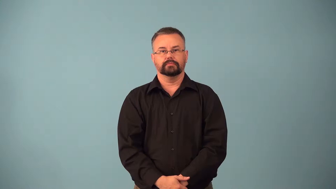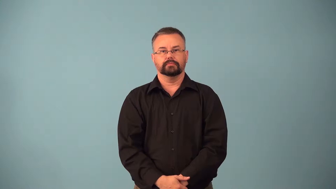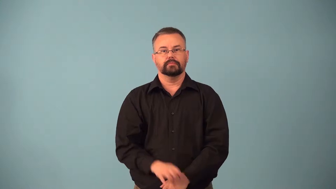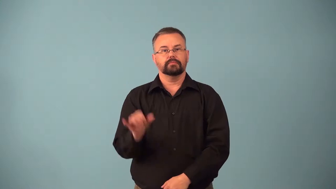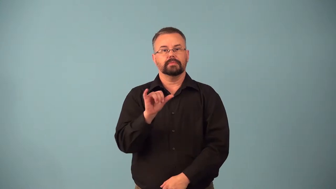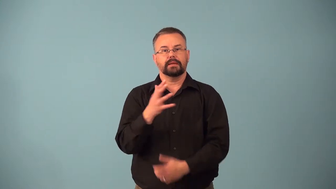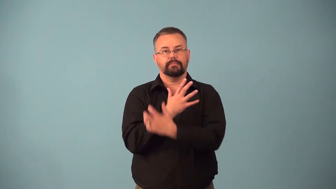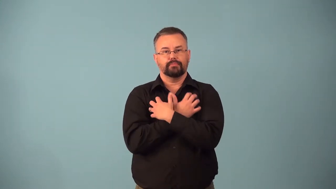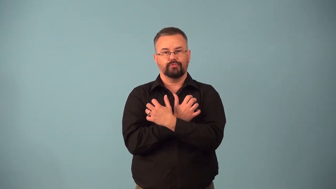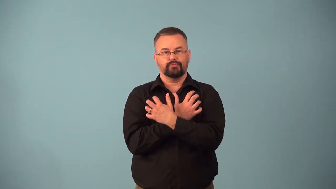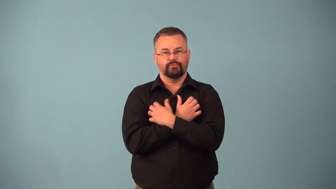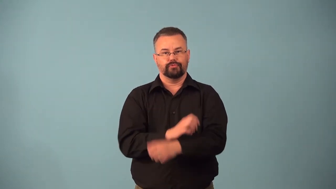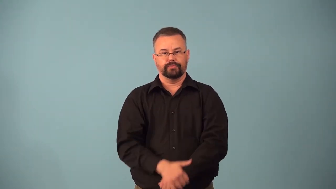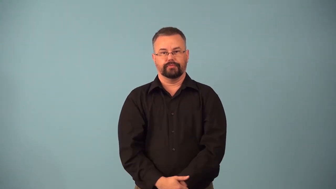bearlike,bearish